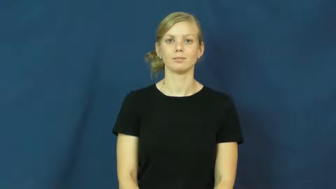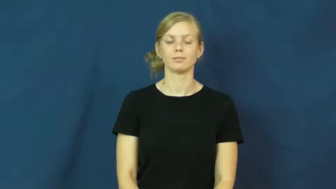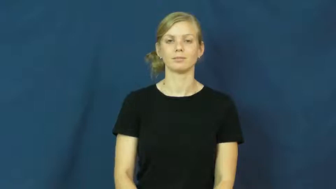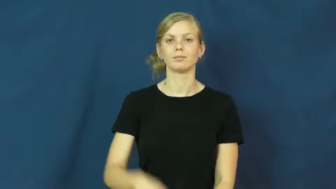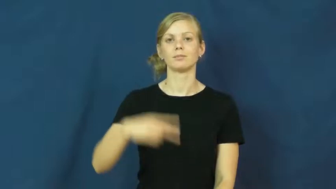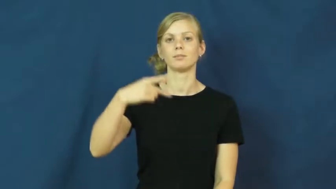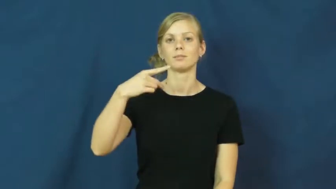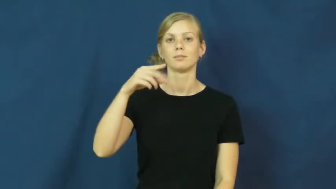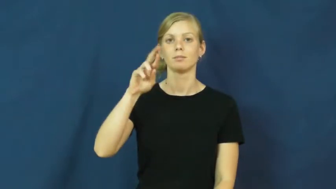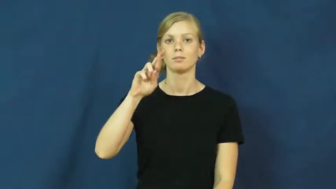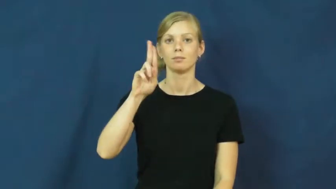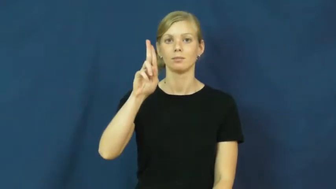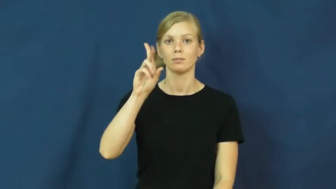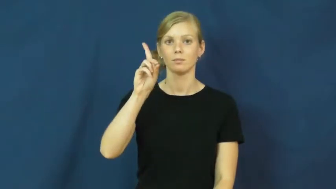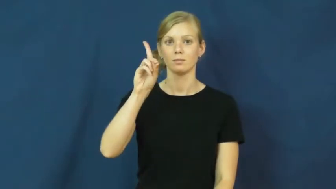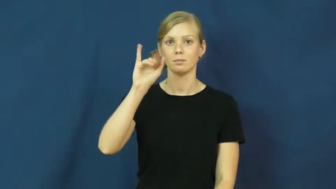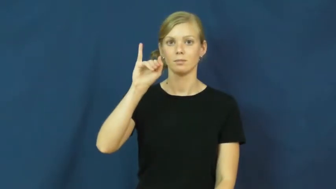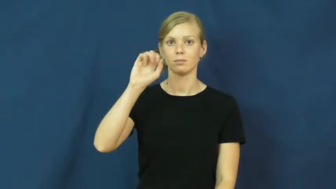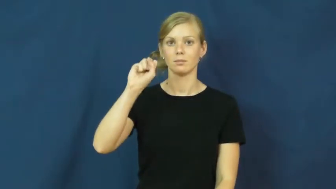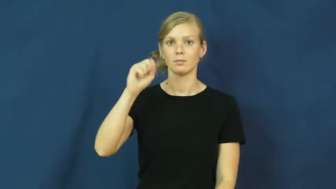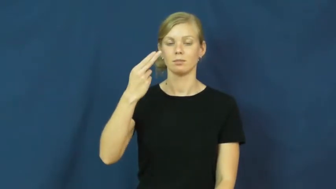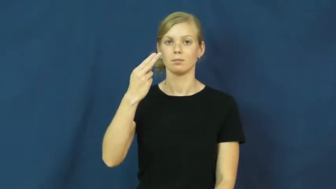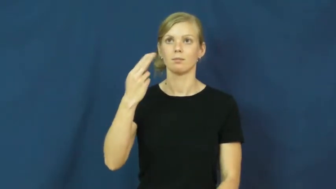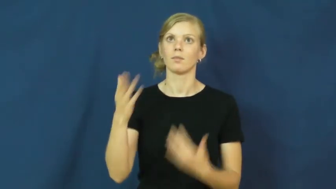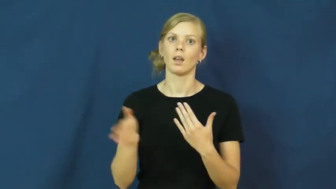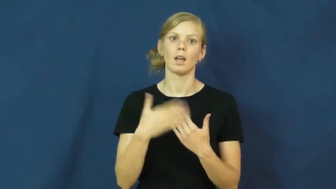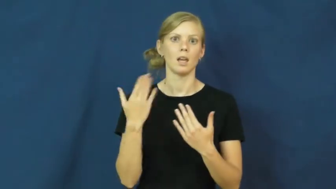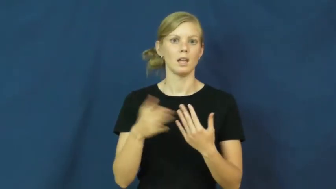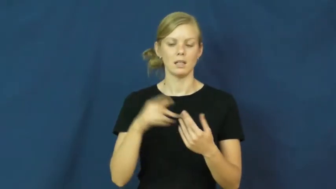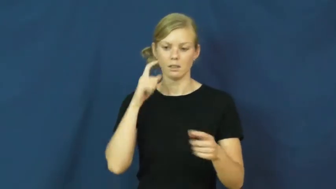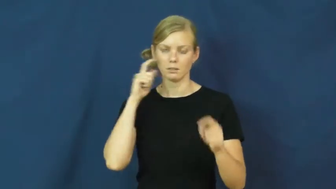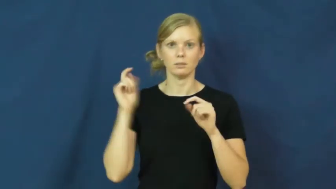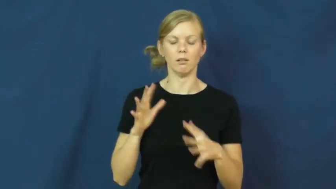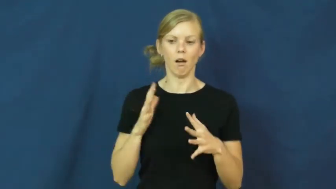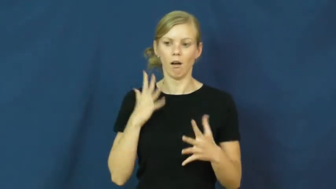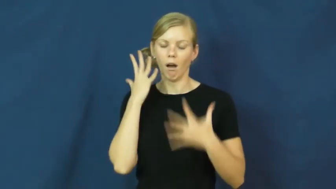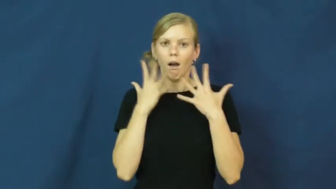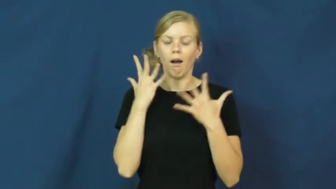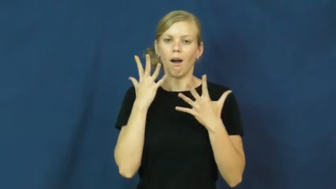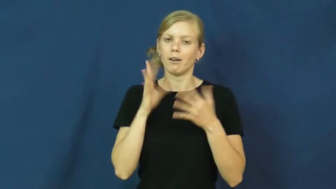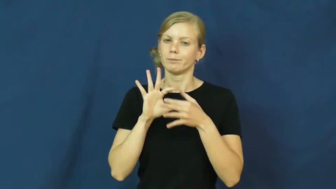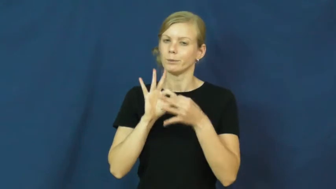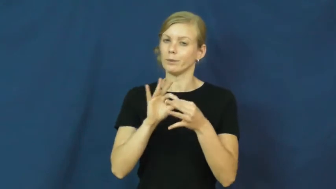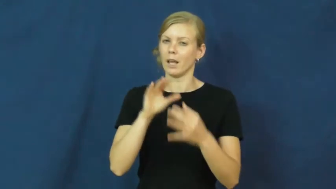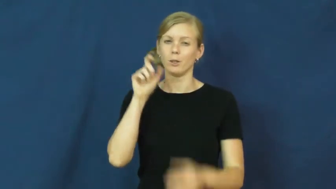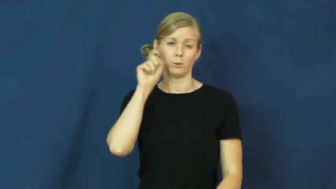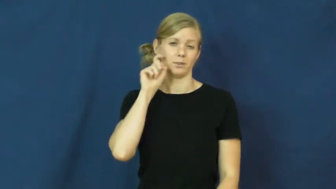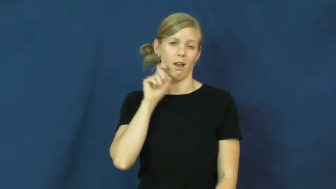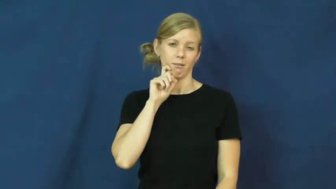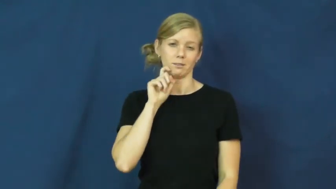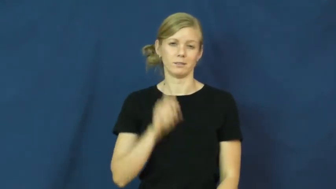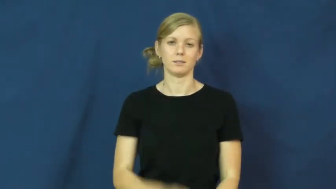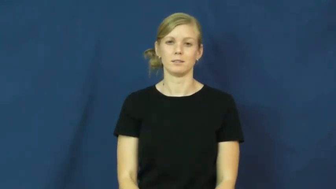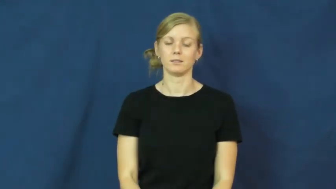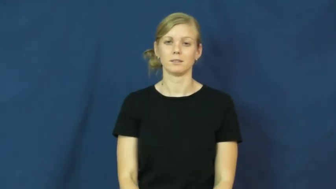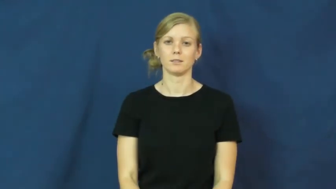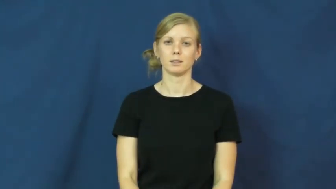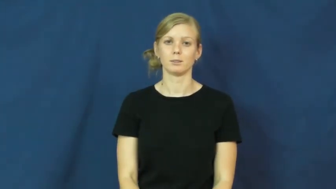prudish